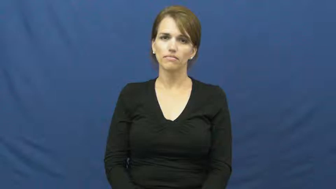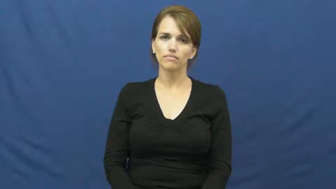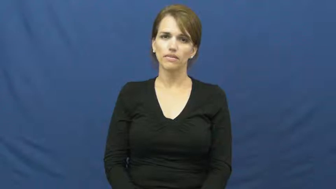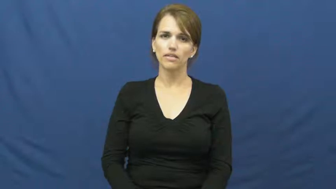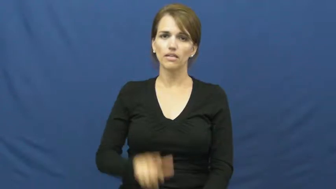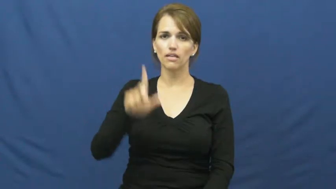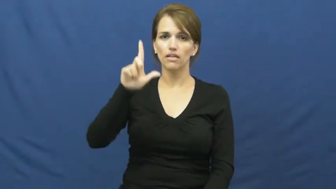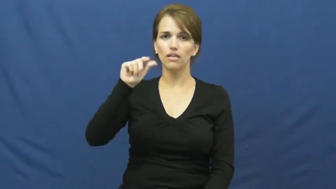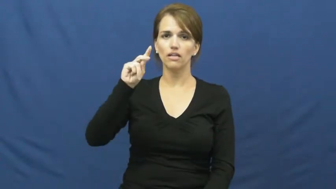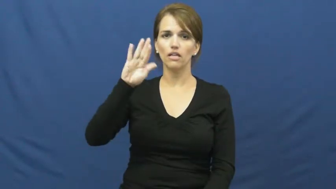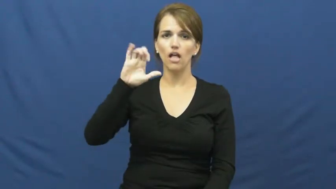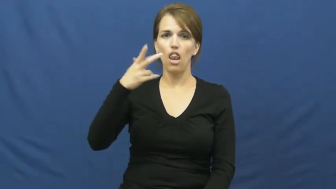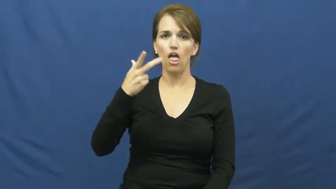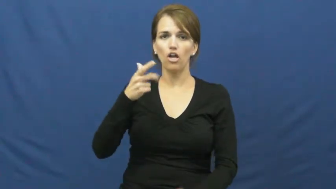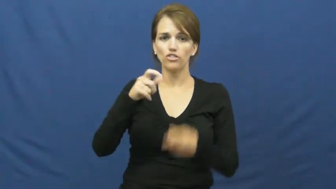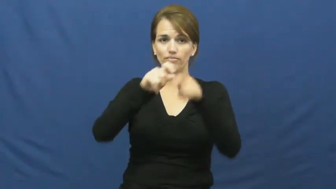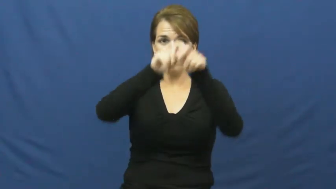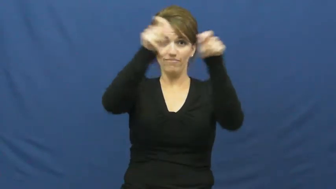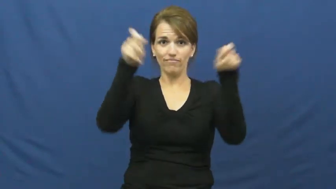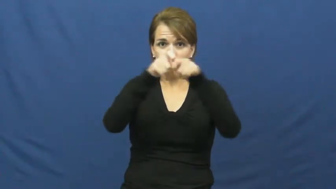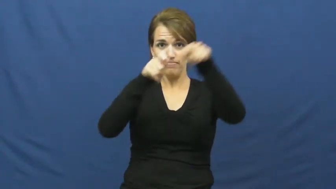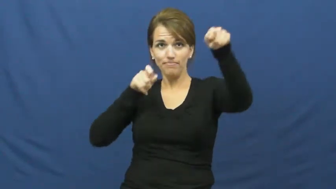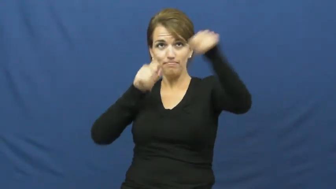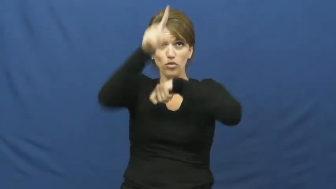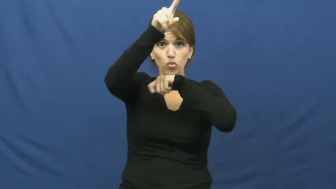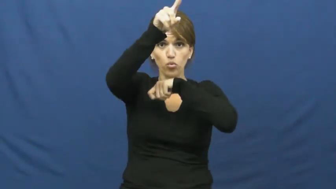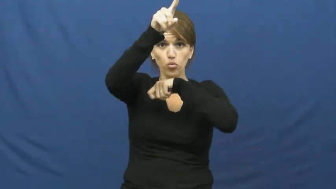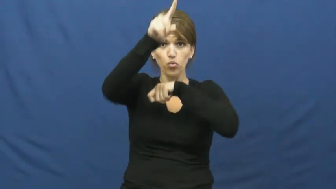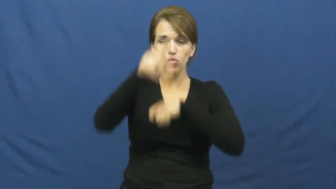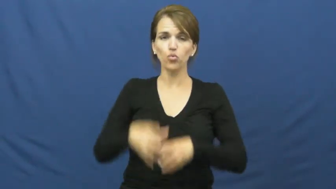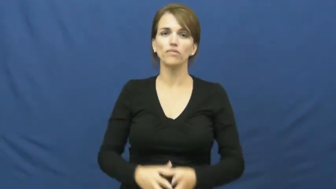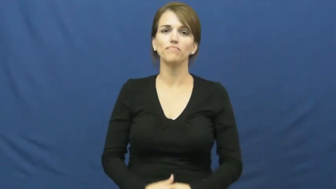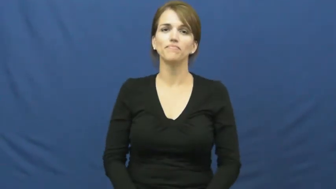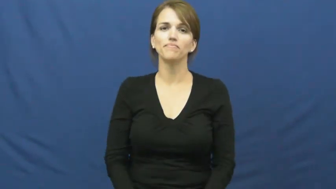launch-throw